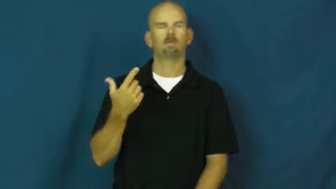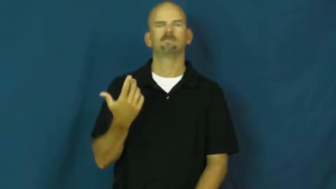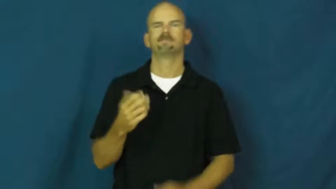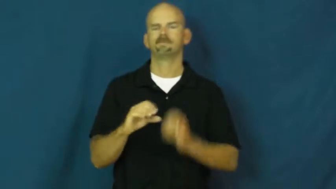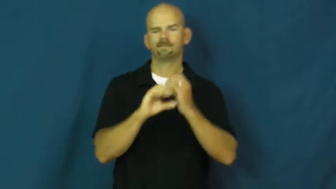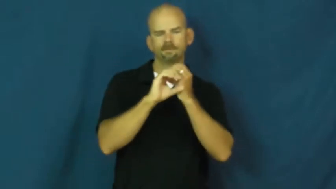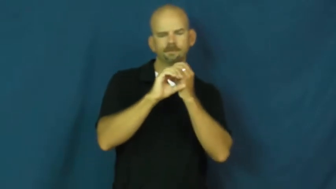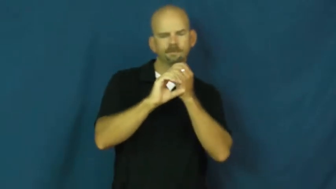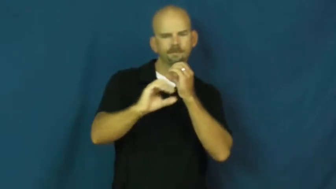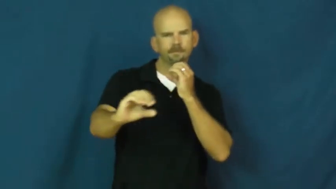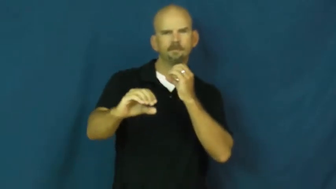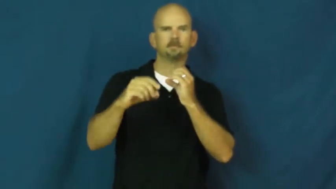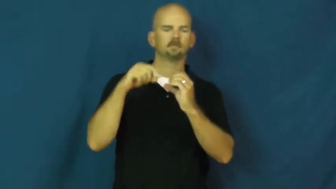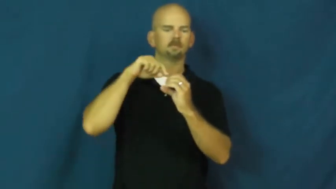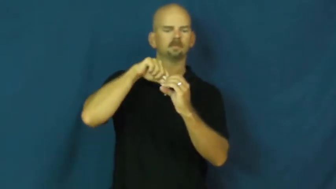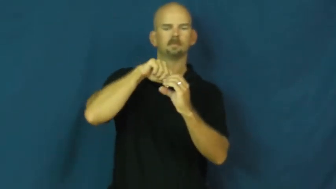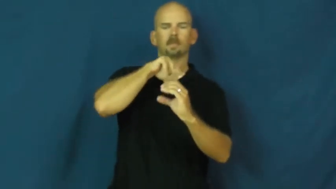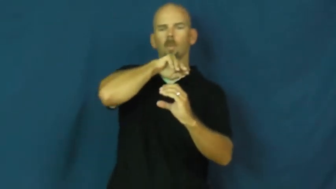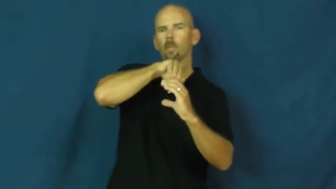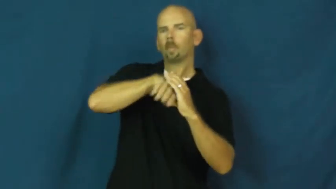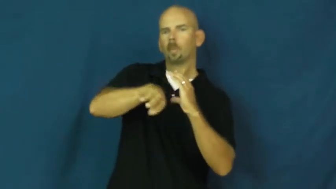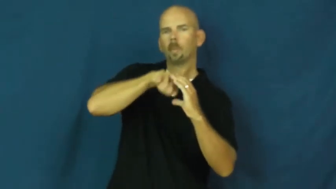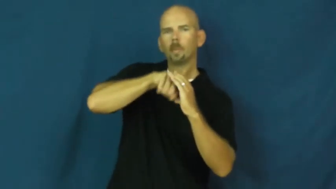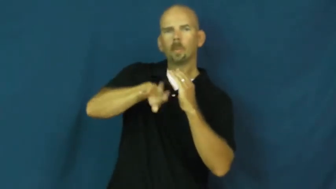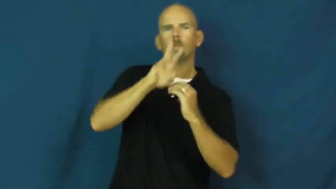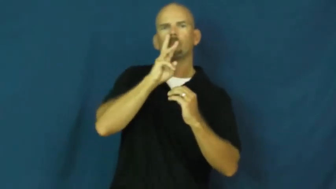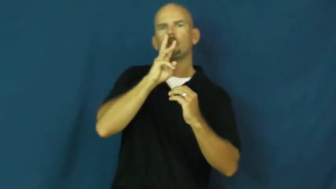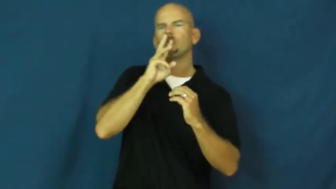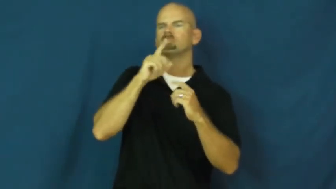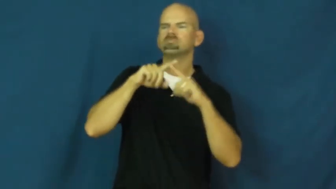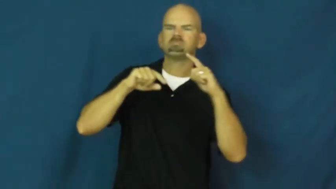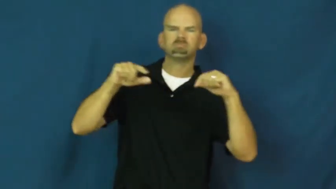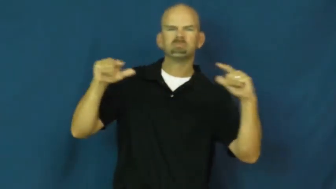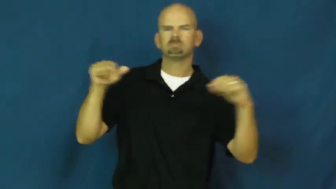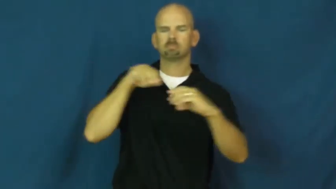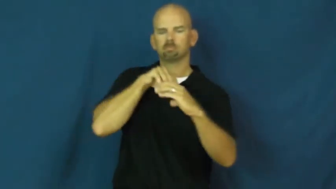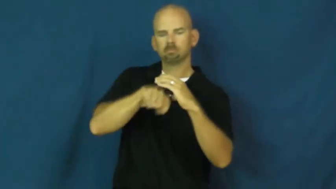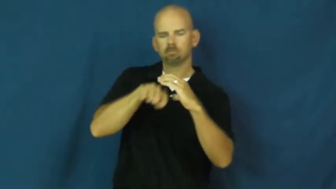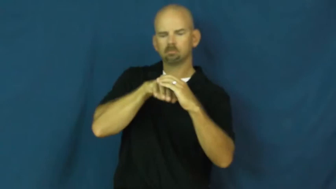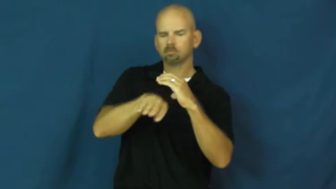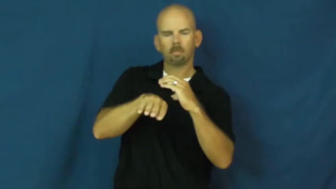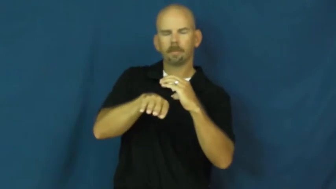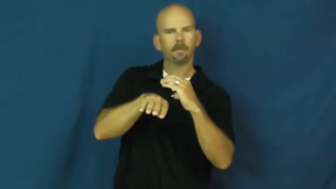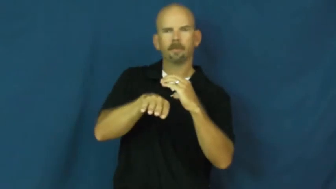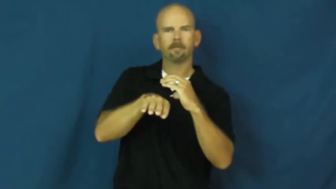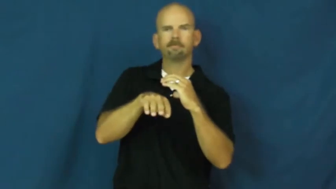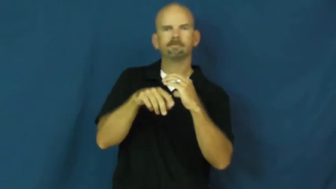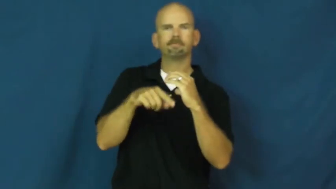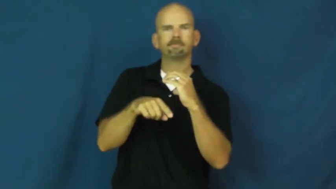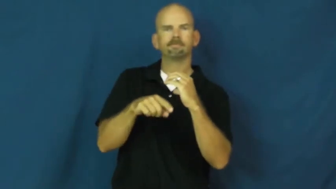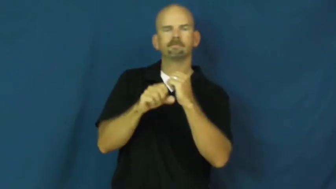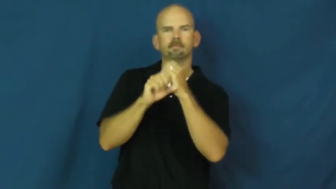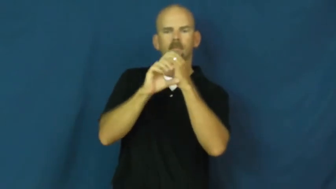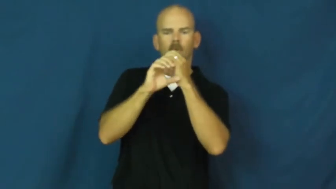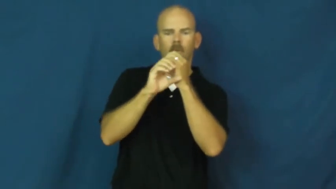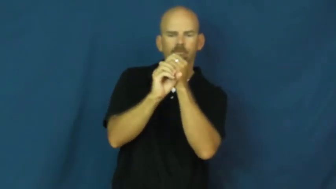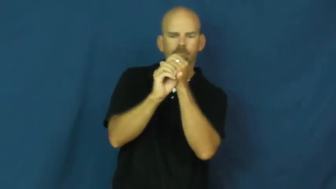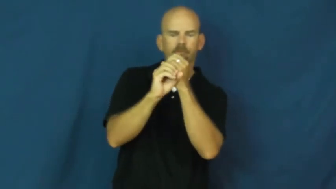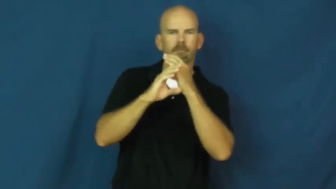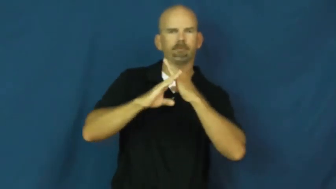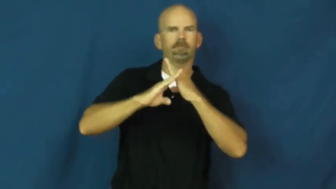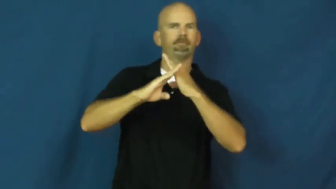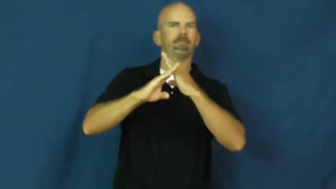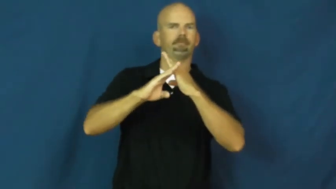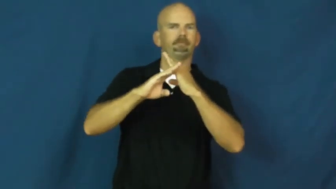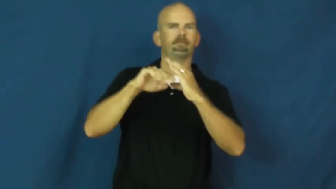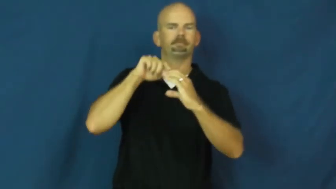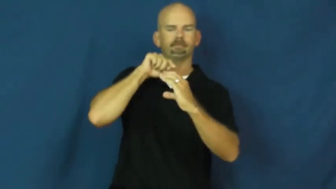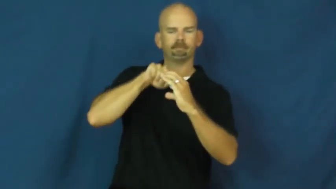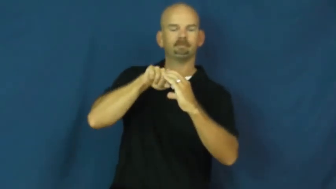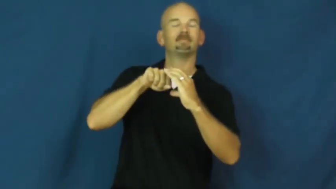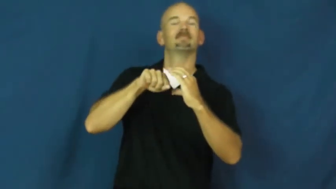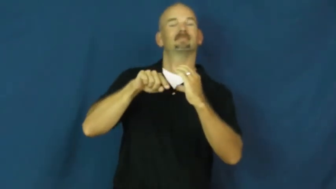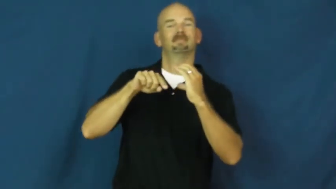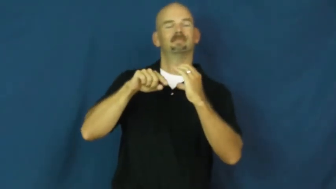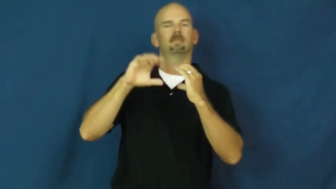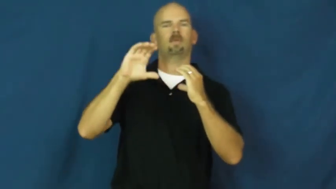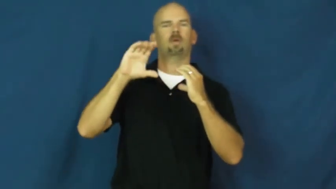clog,blockage,backup,constipate